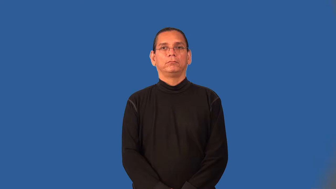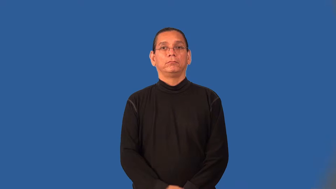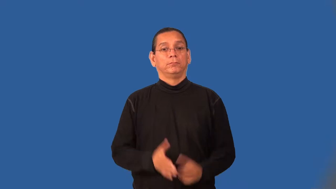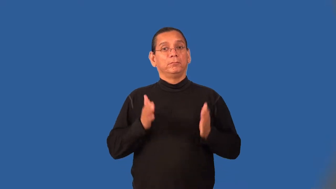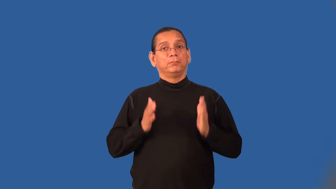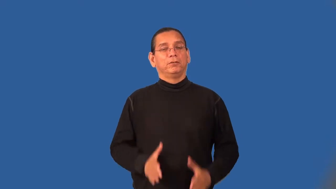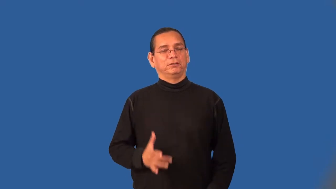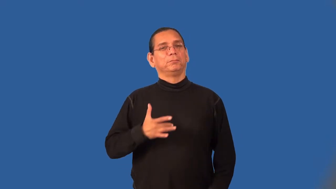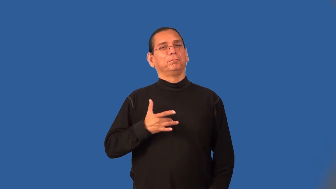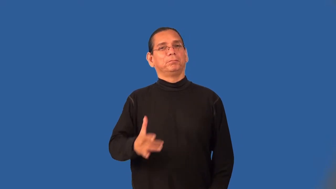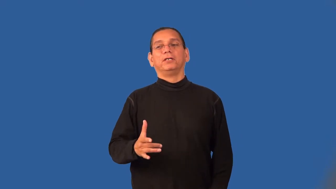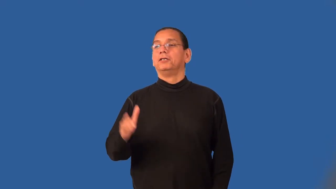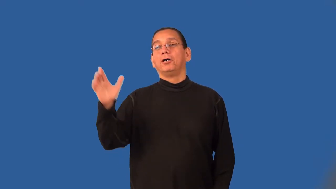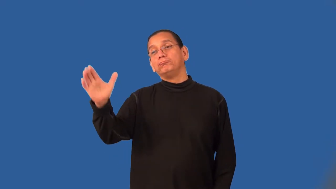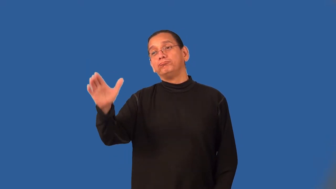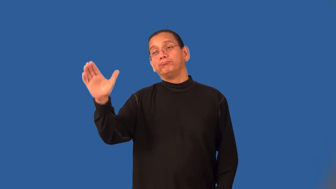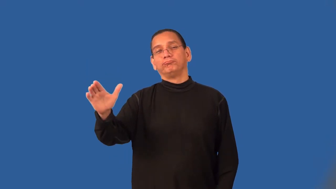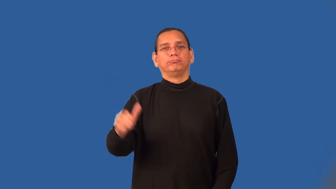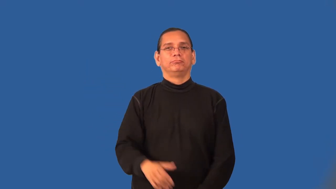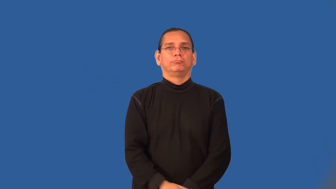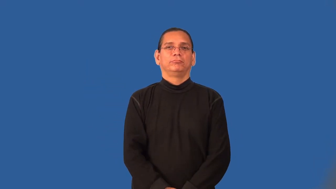backslapper